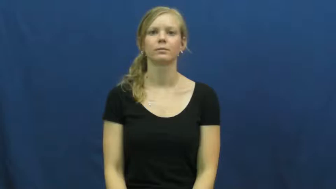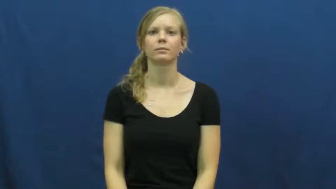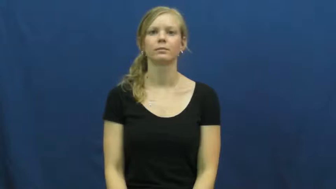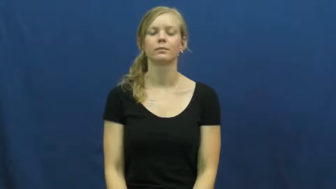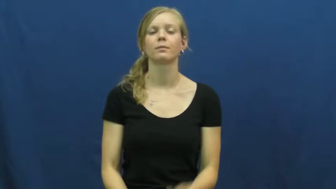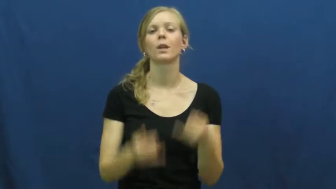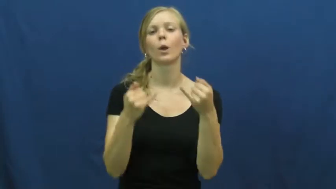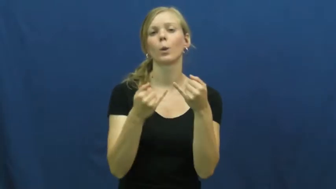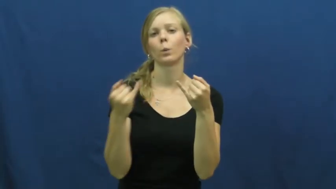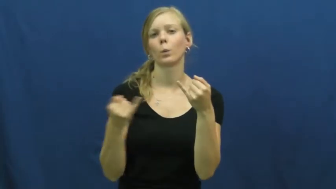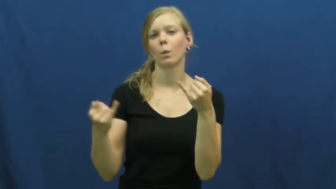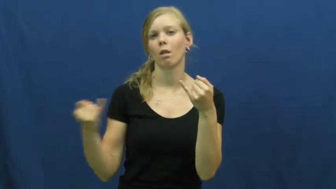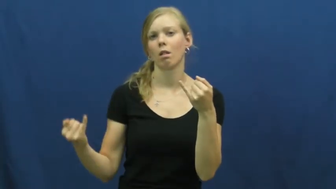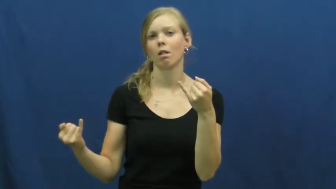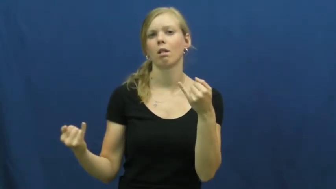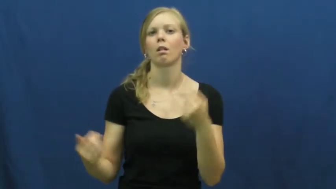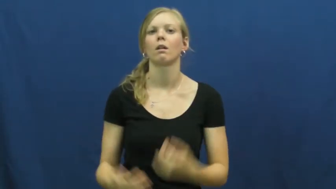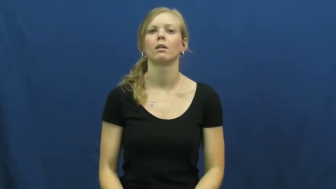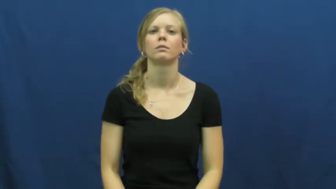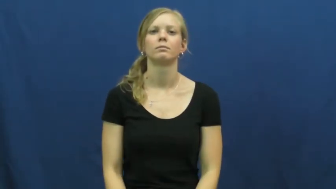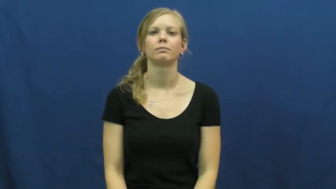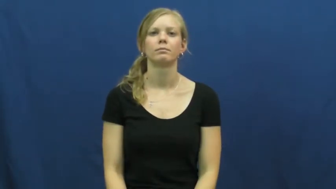noodle